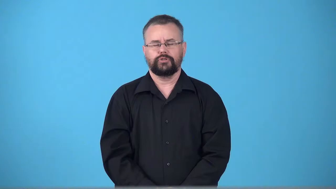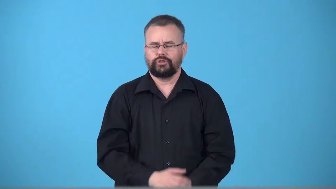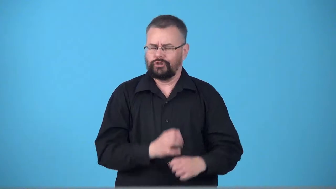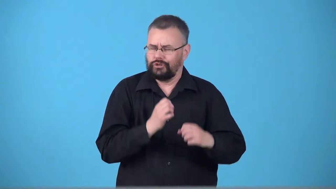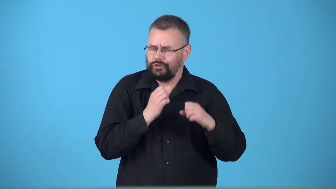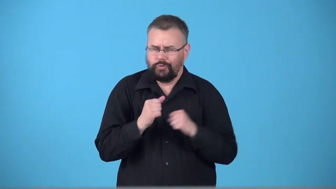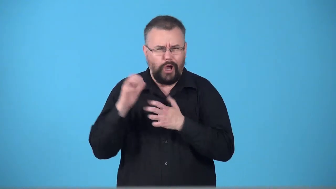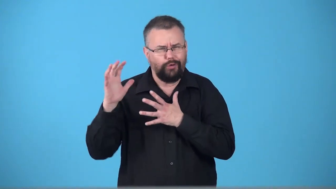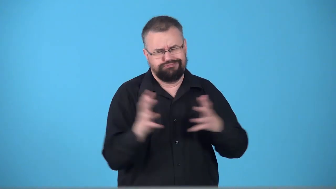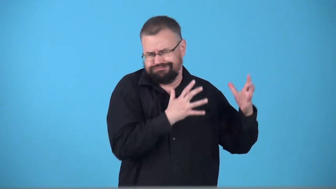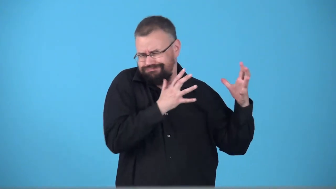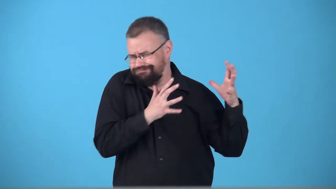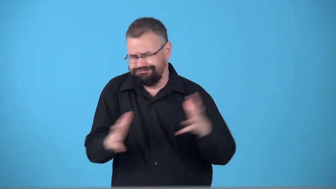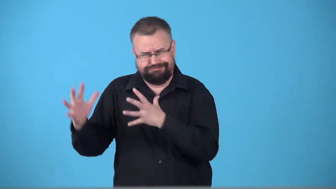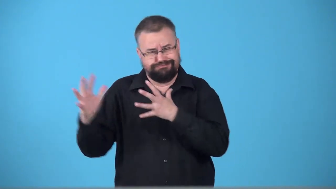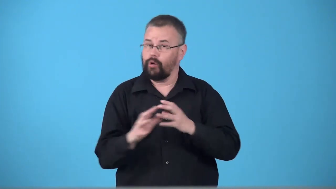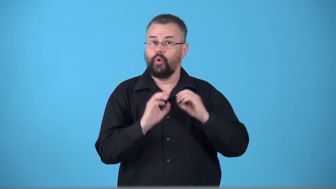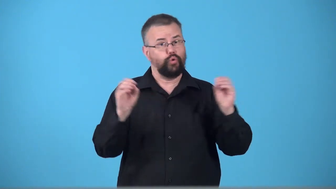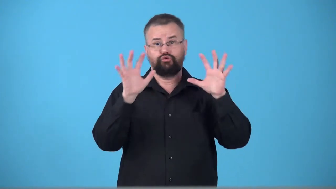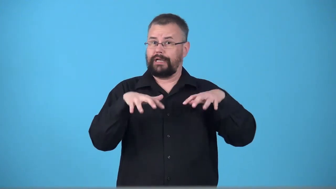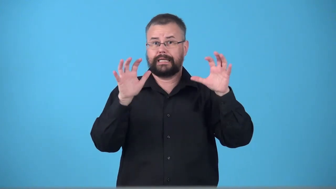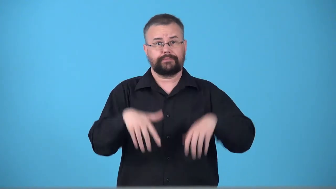windstorm,sirocco